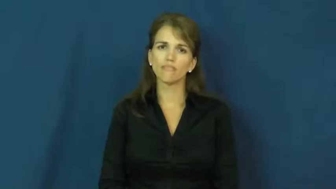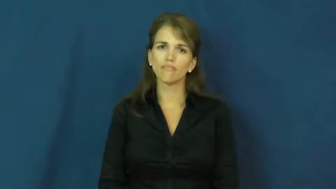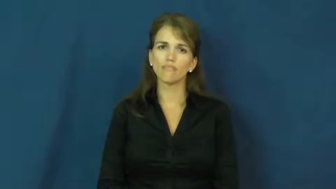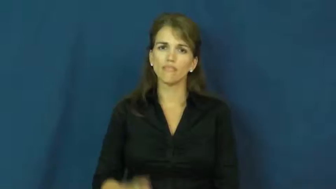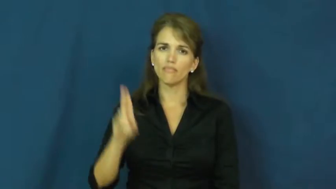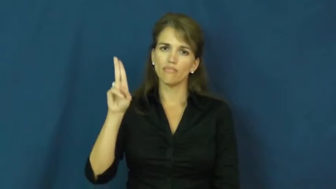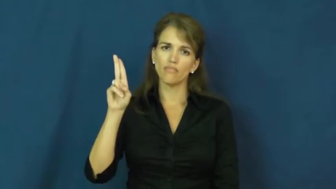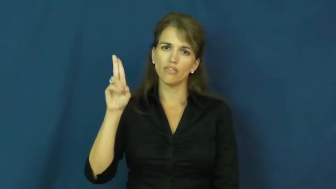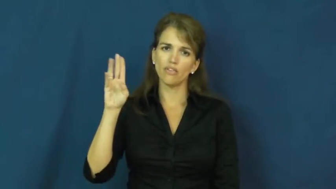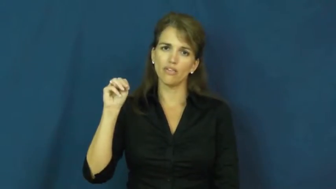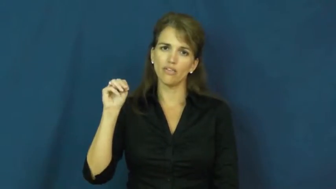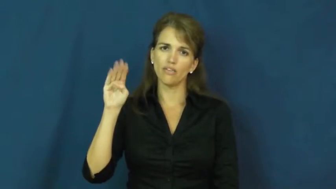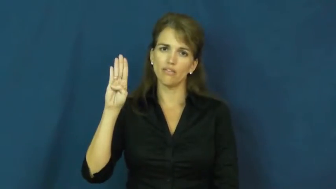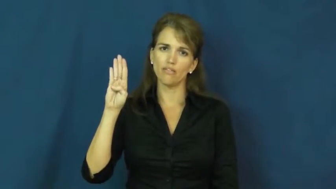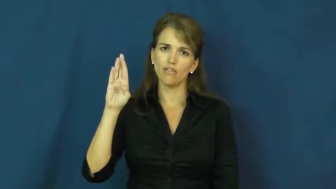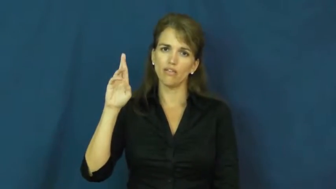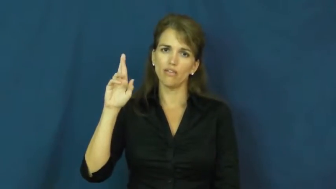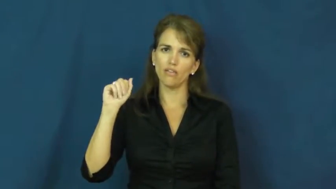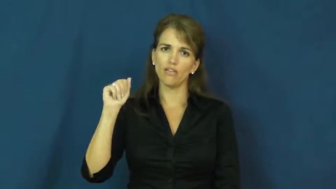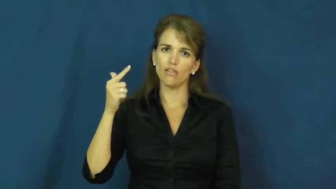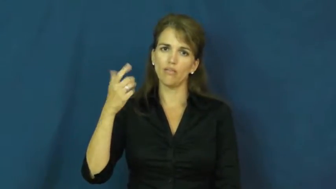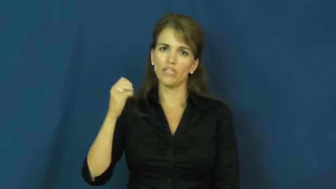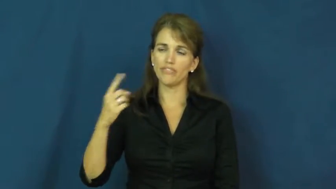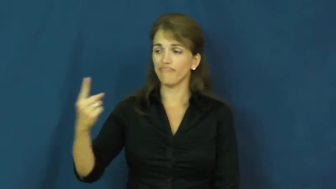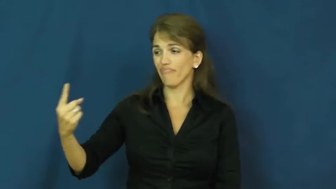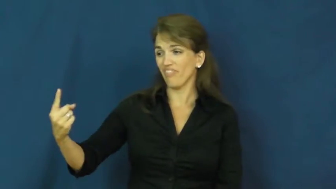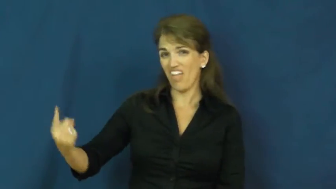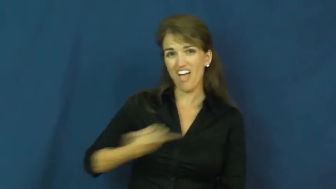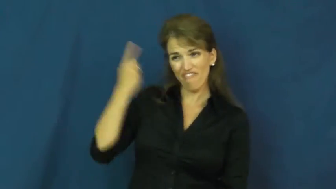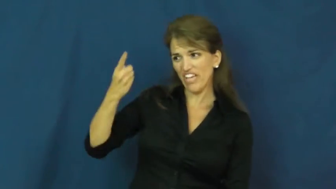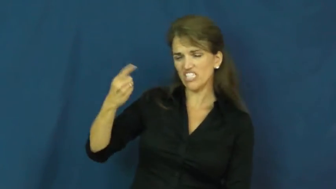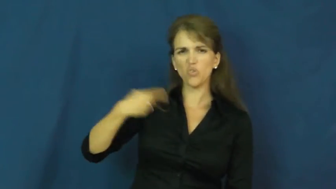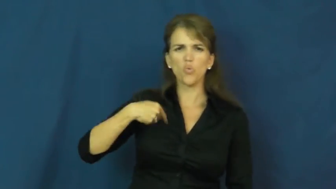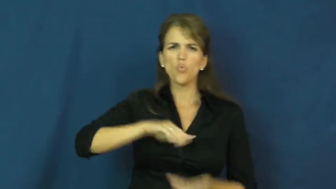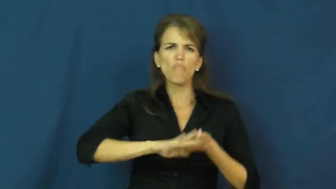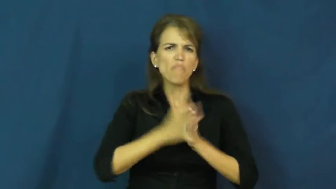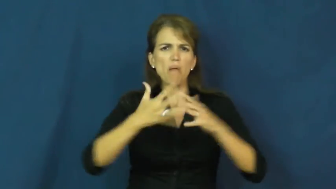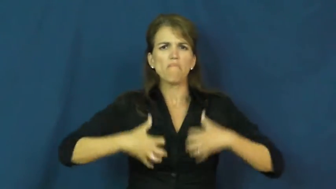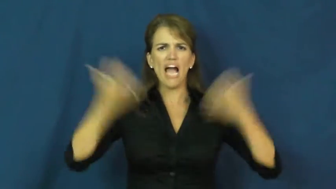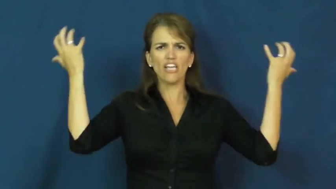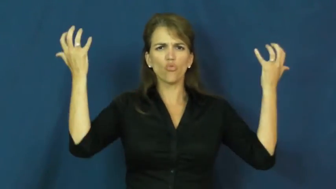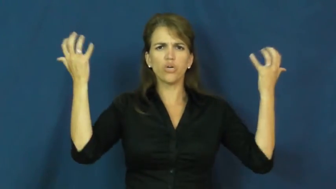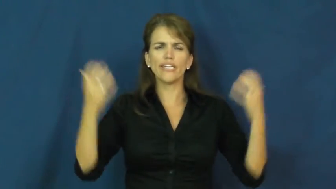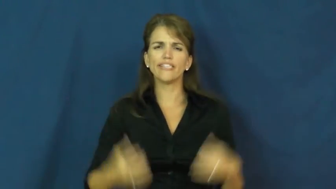umbrage